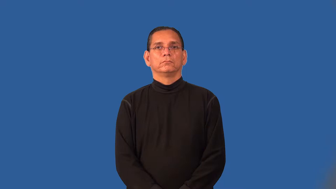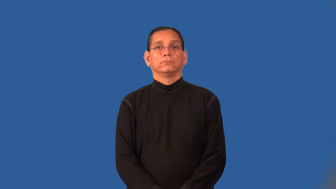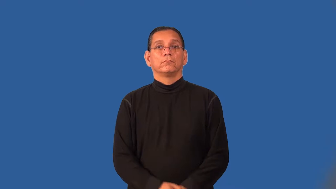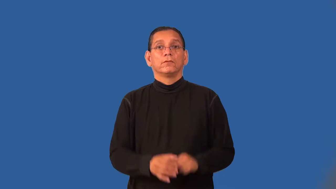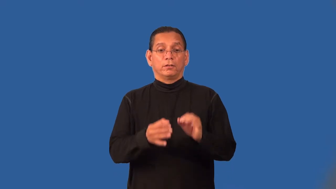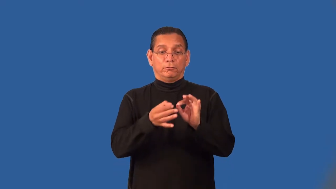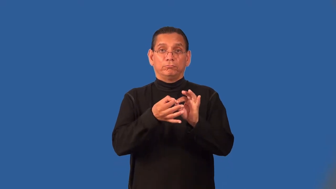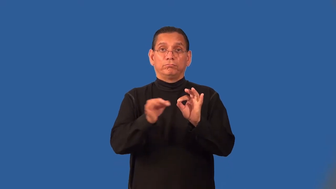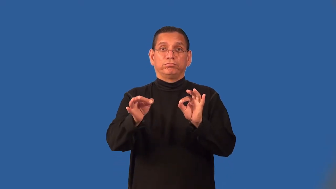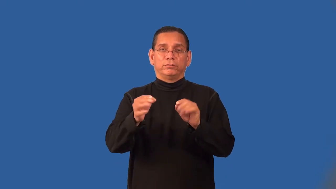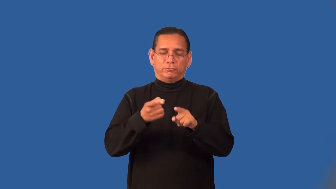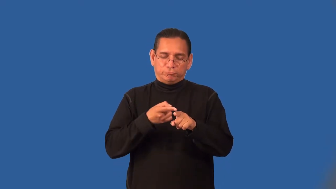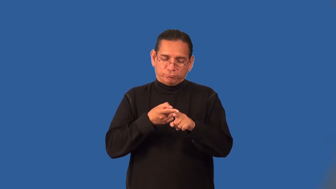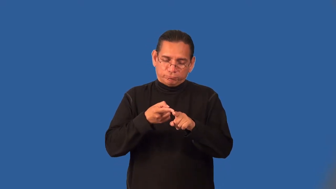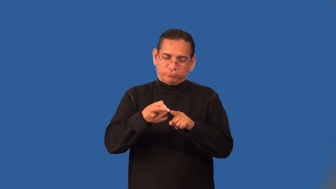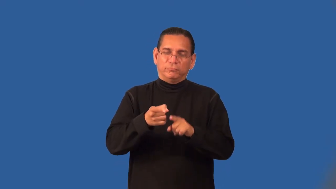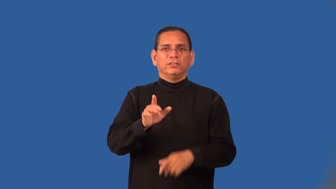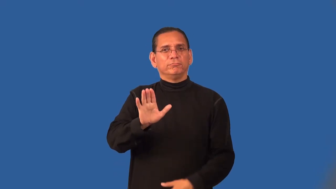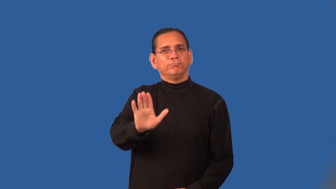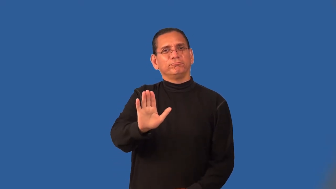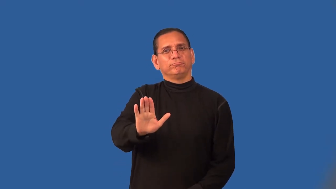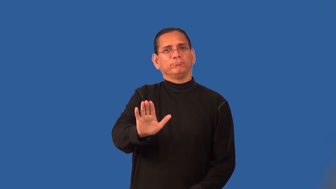parlance